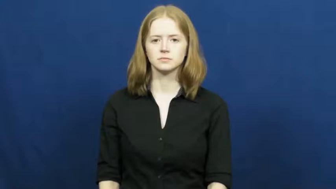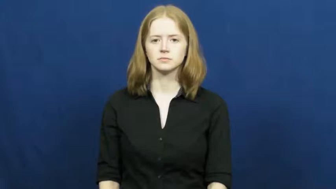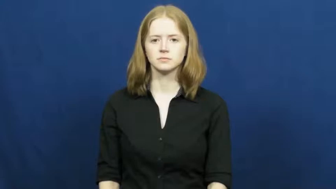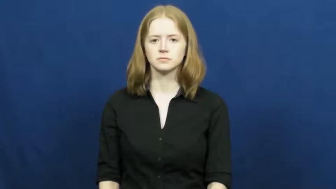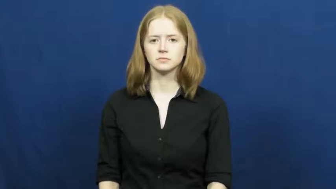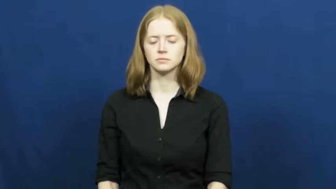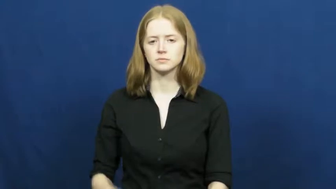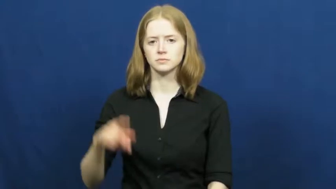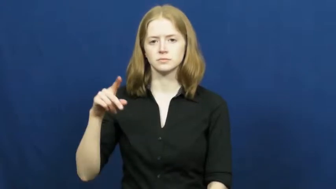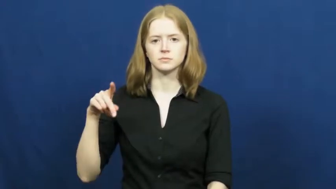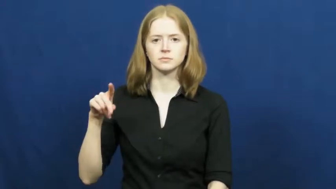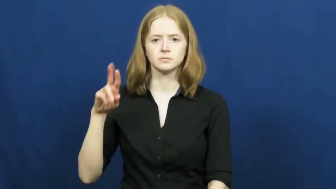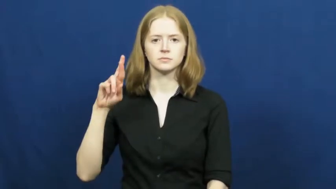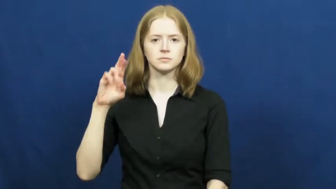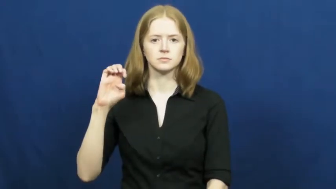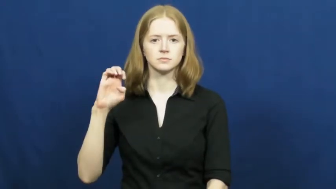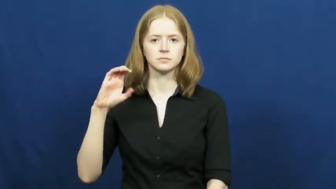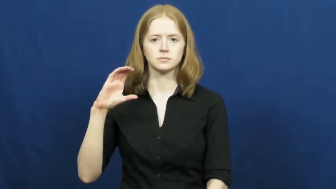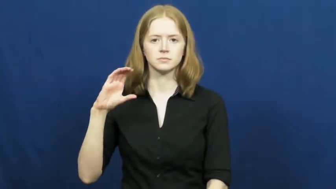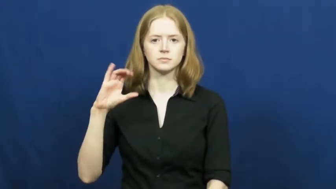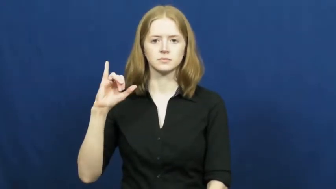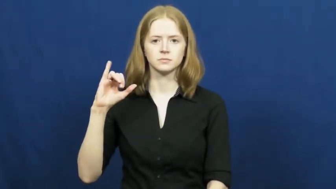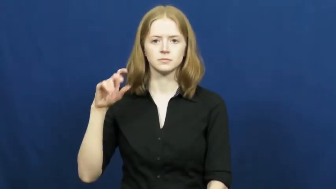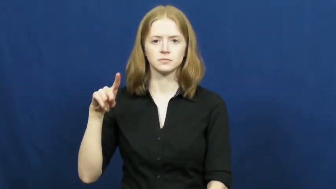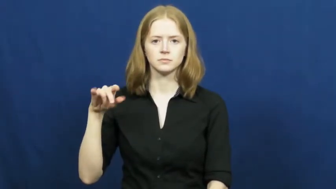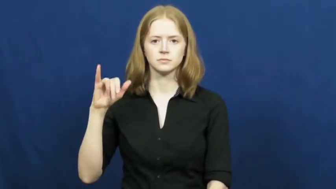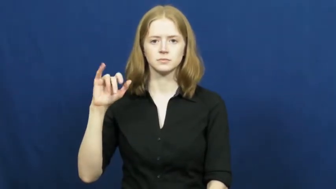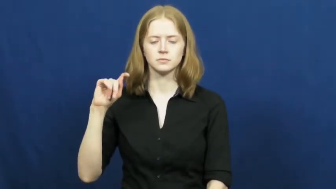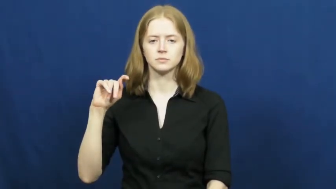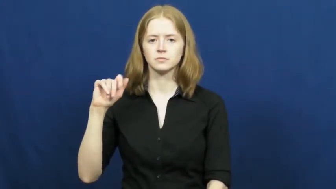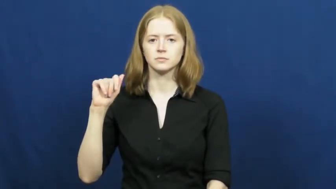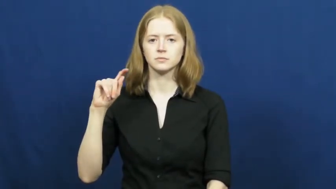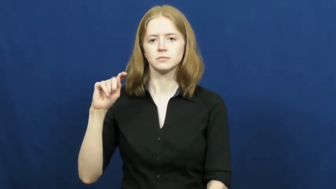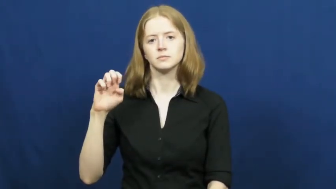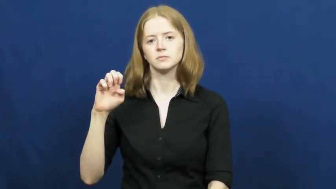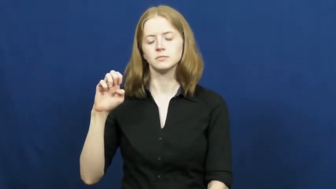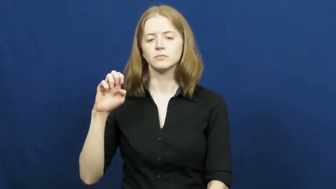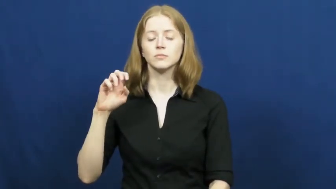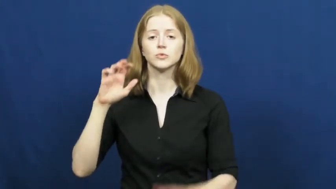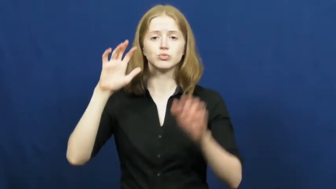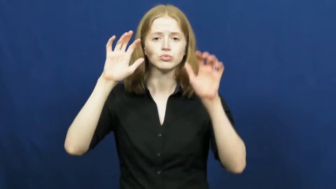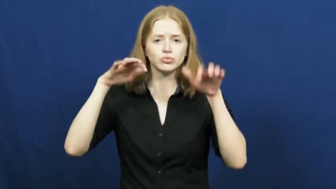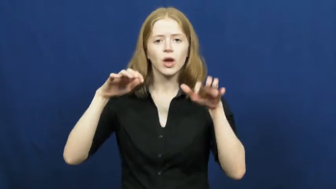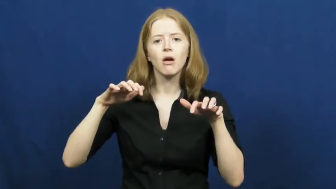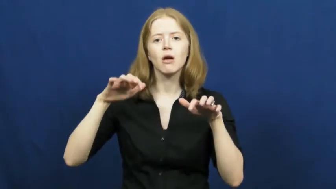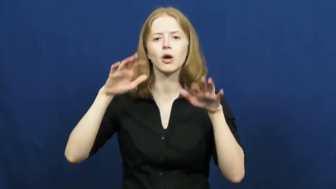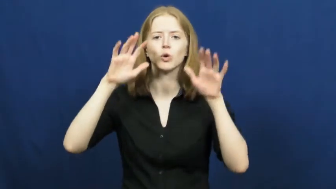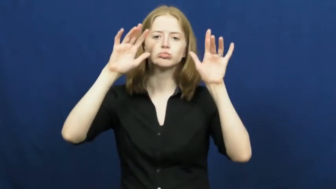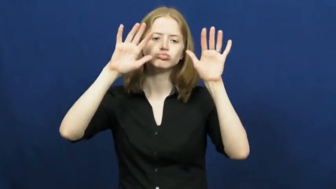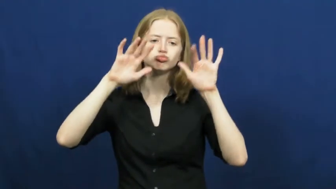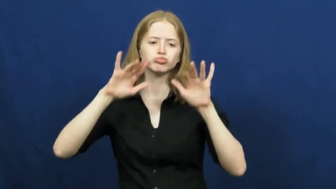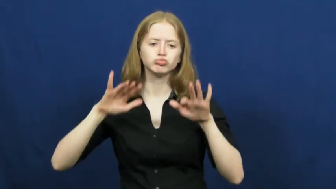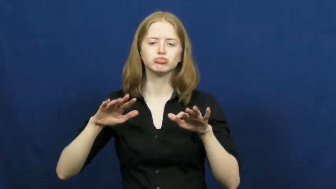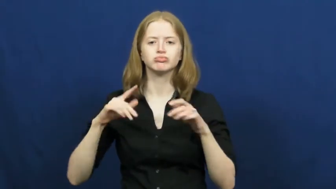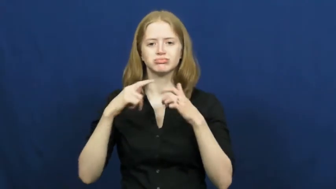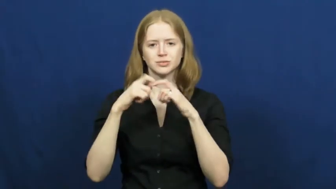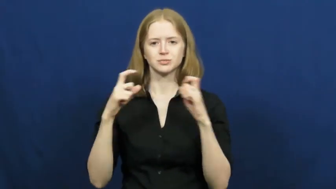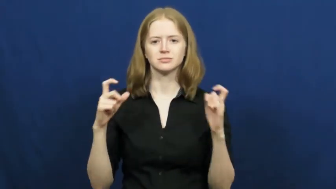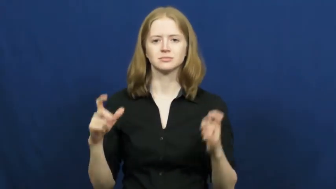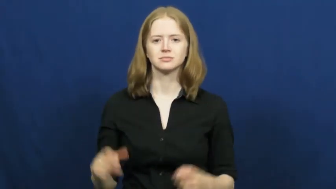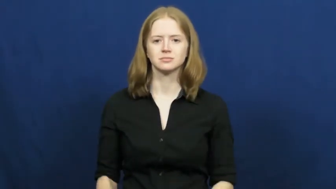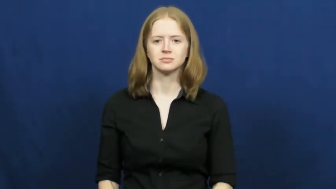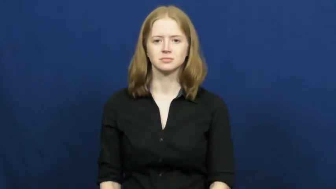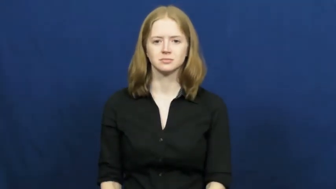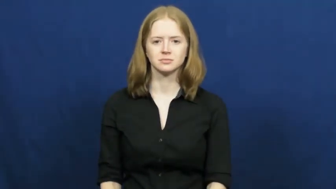precipitation